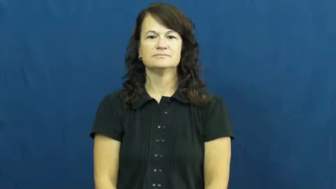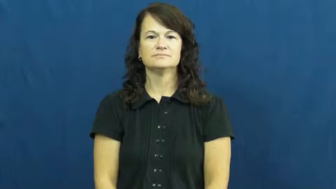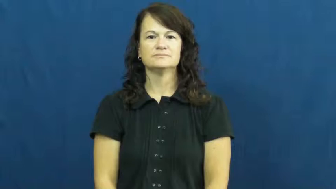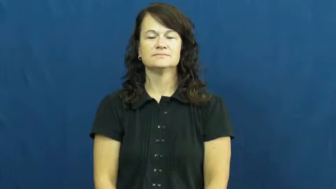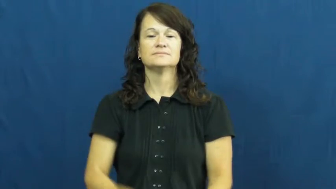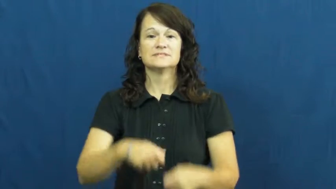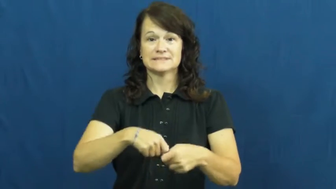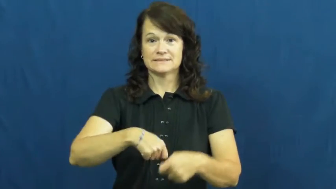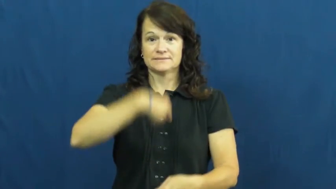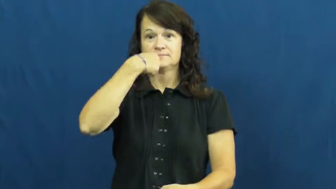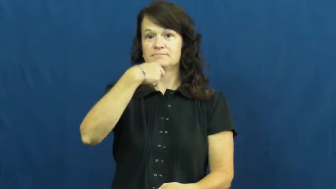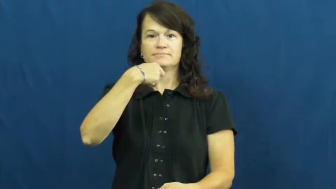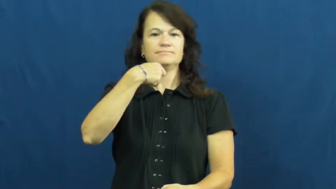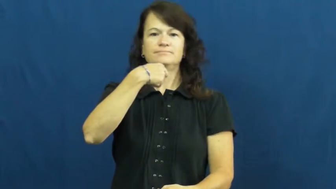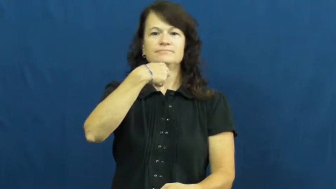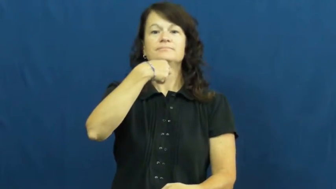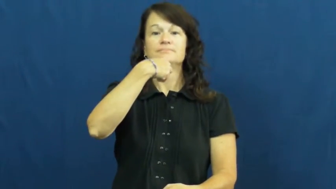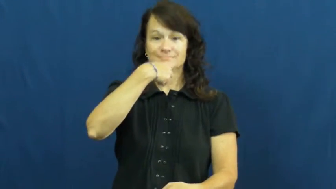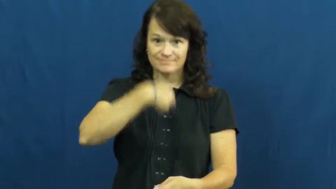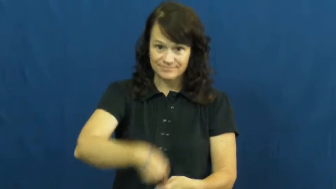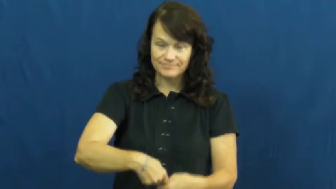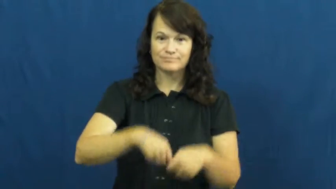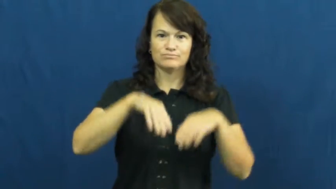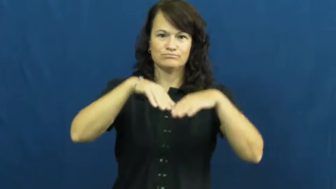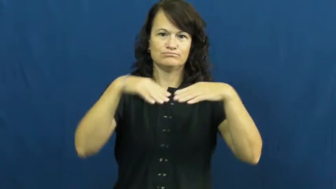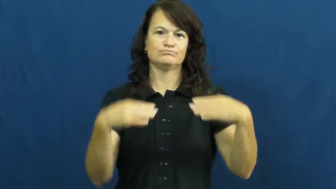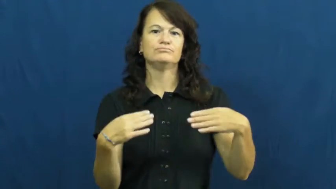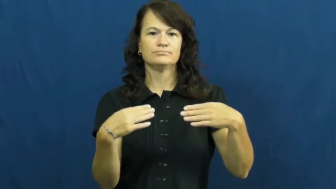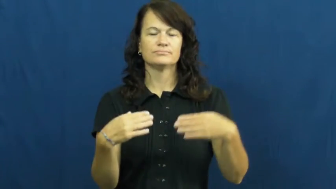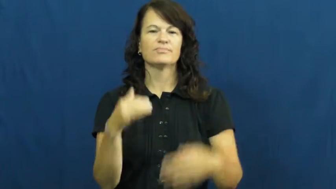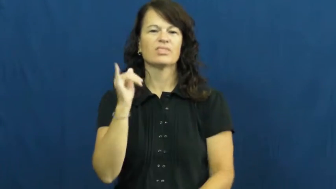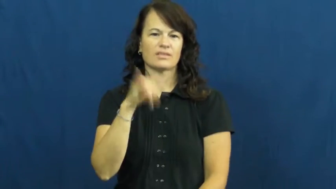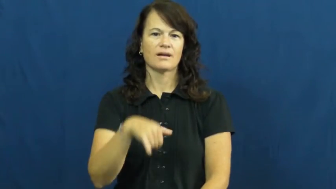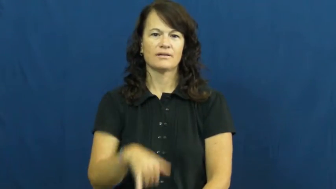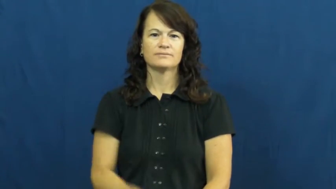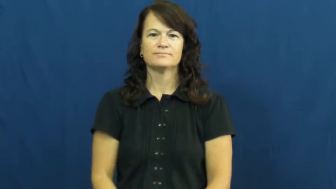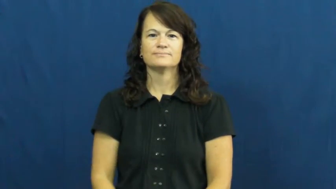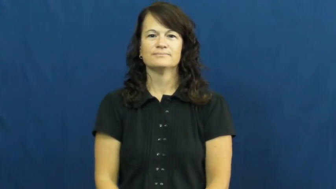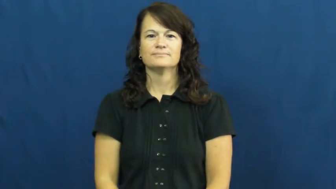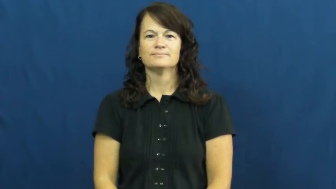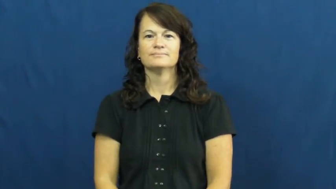unzip